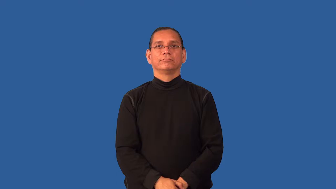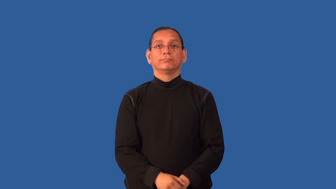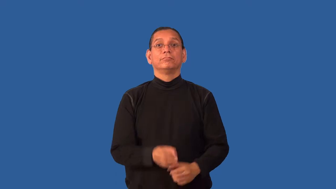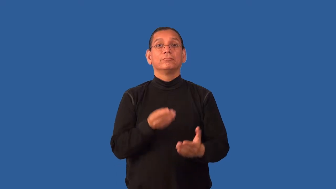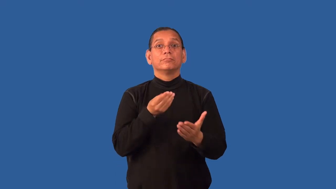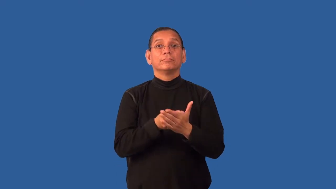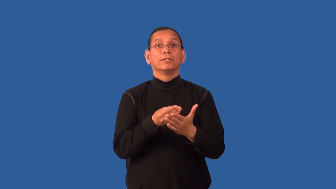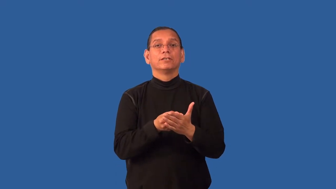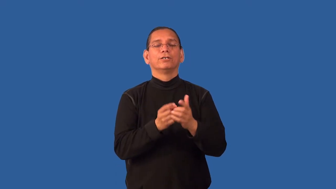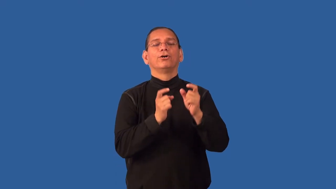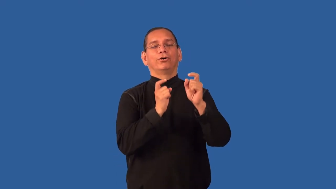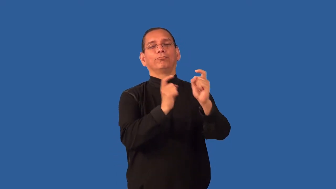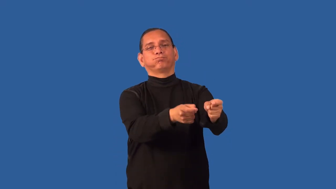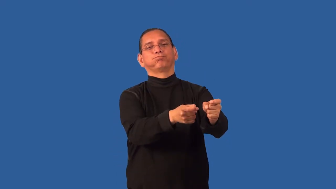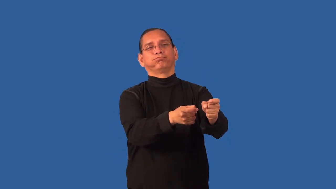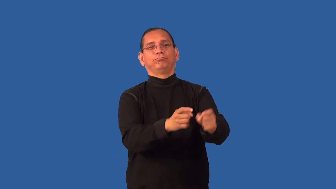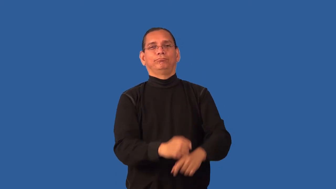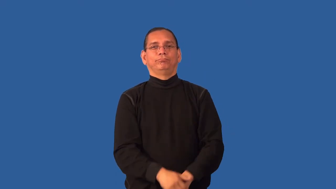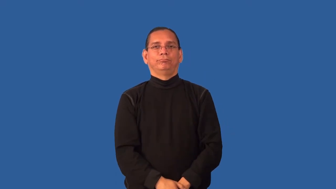endow